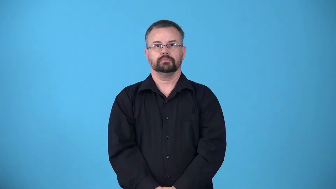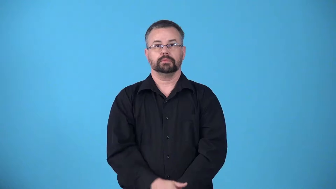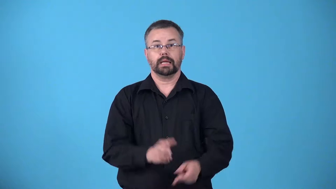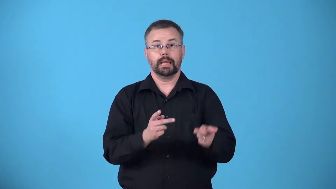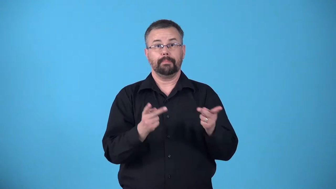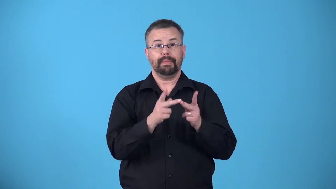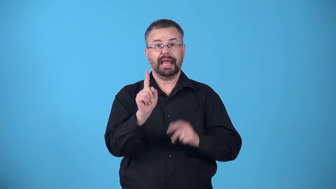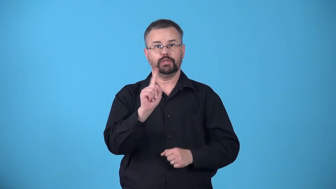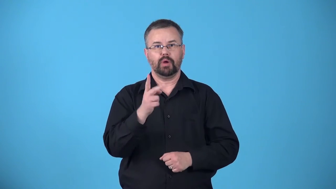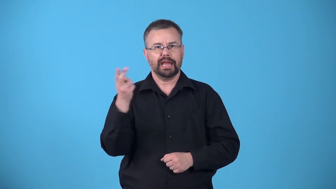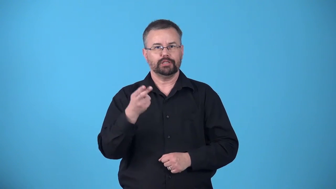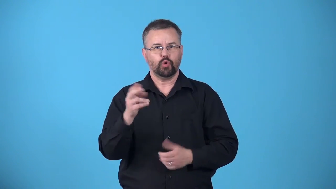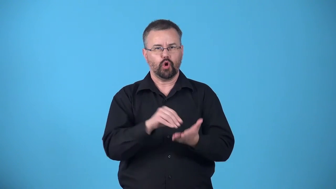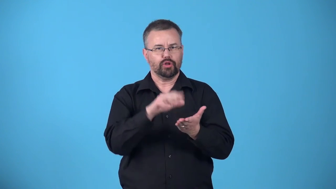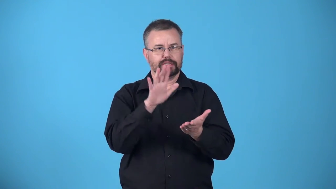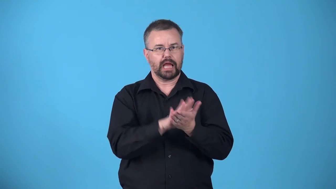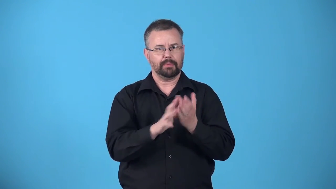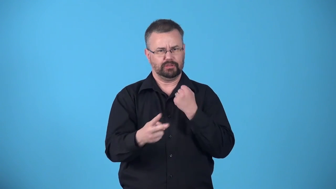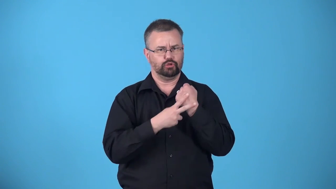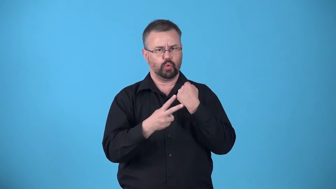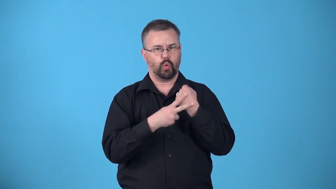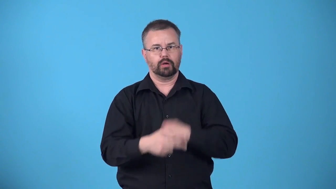archive-a place where you store historical documents